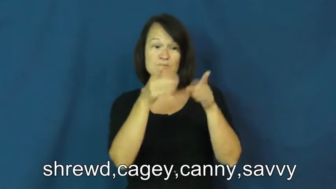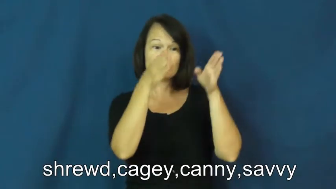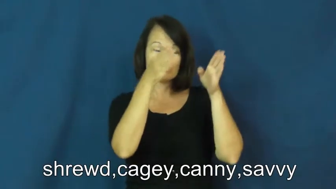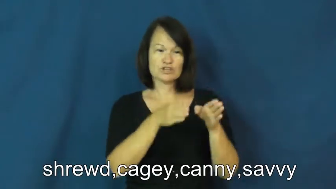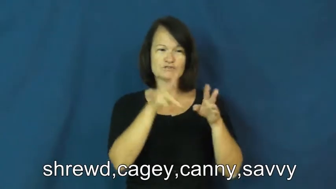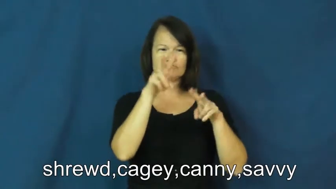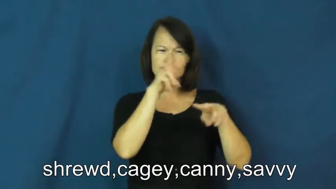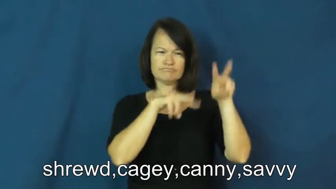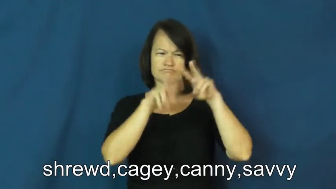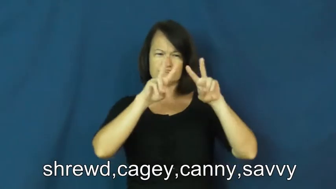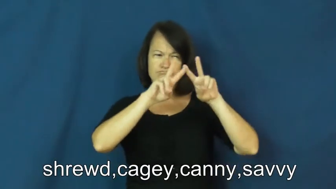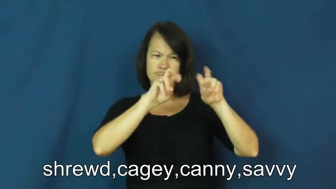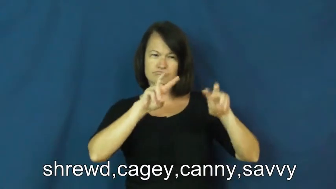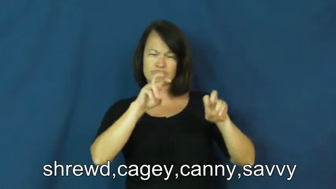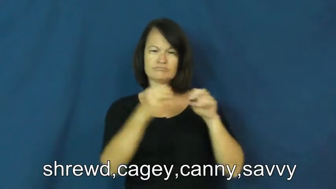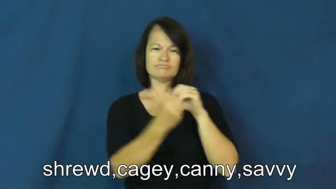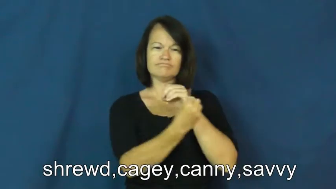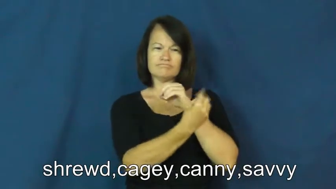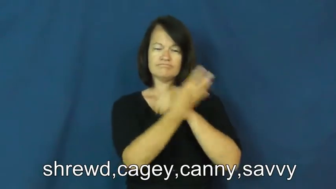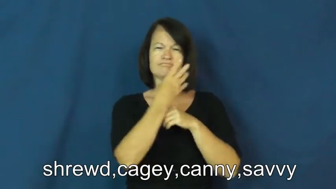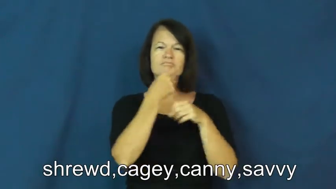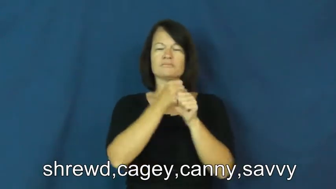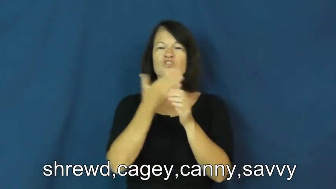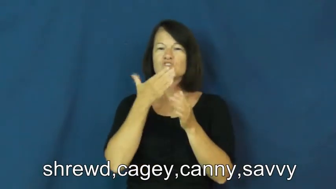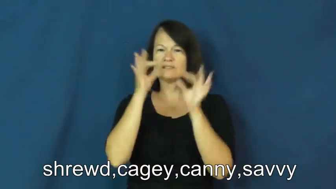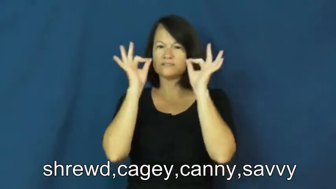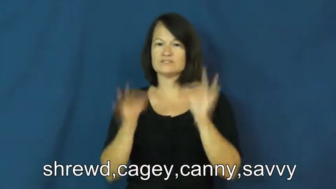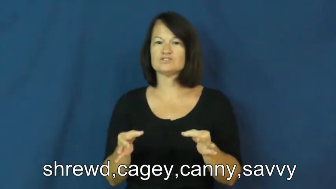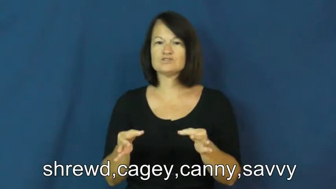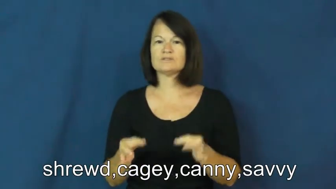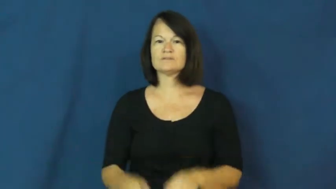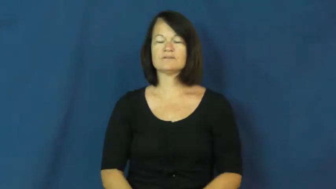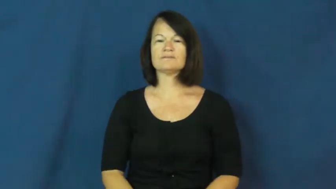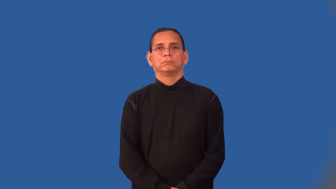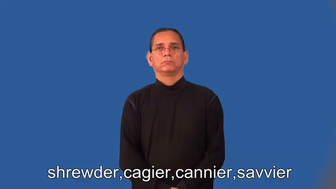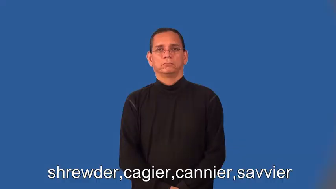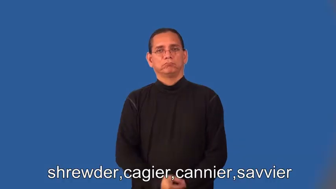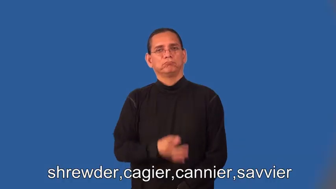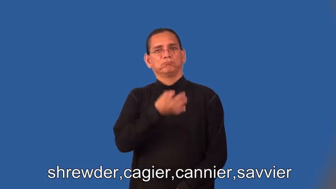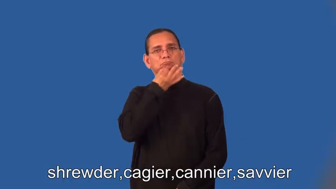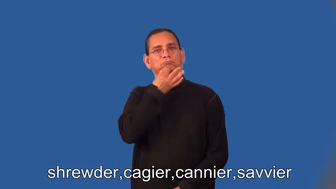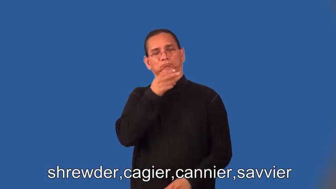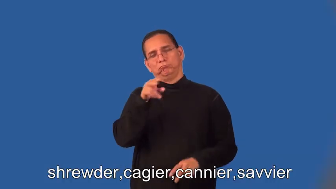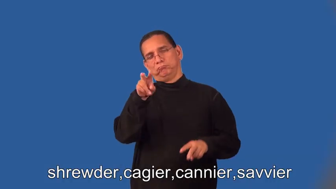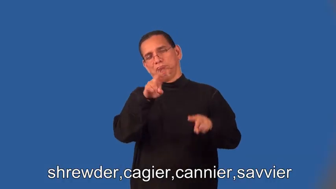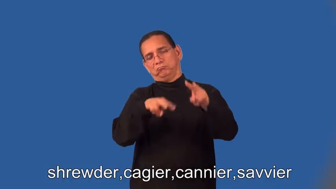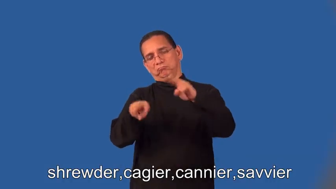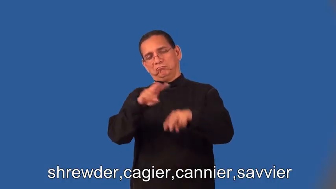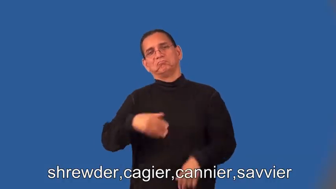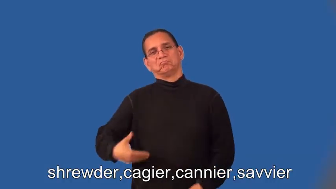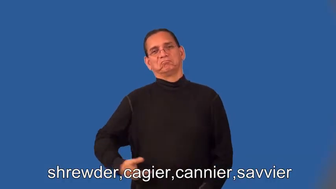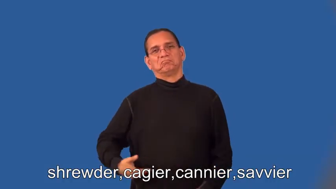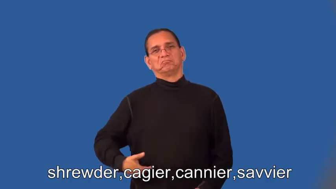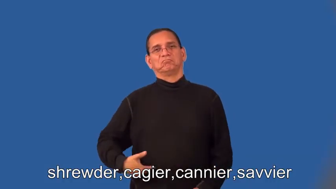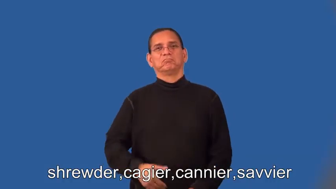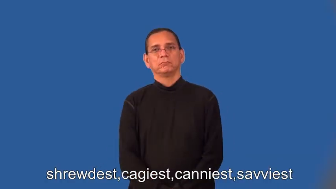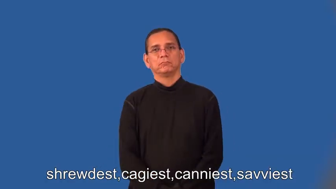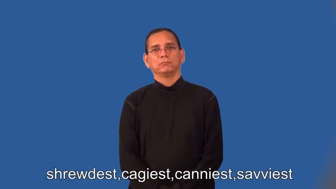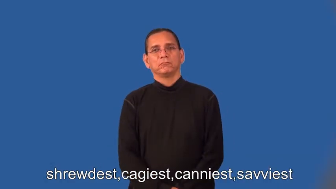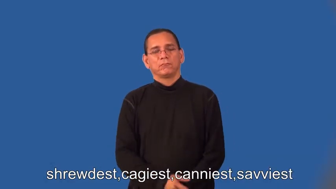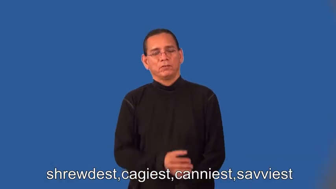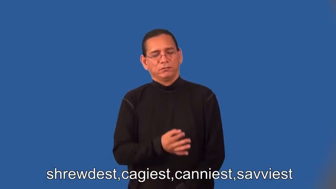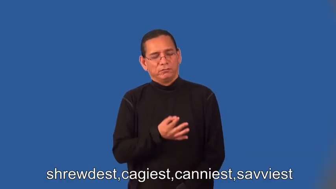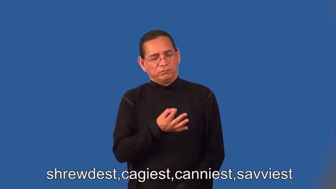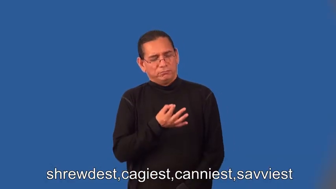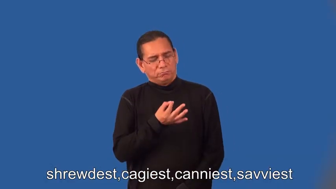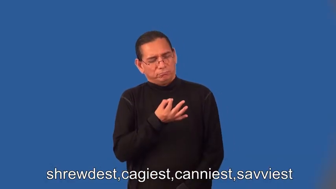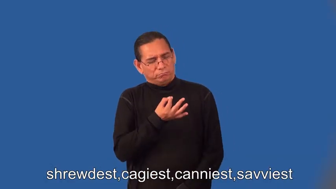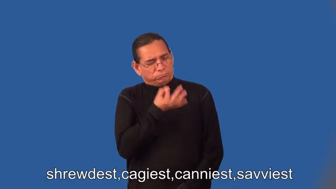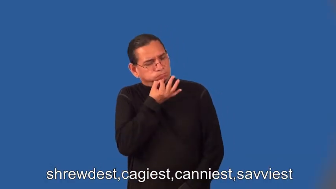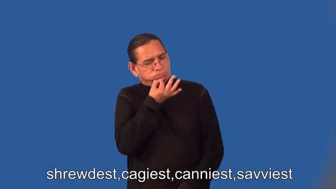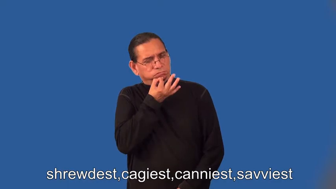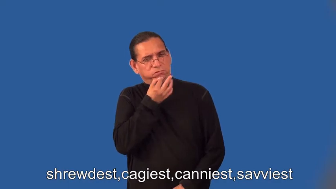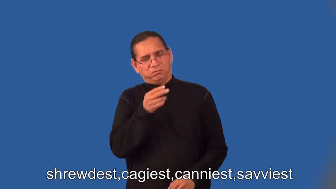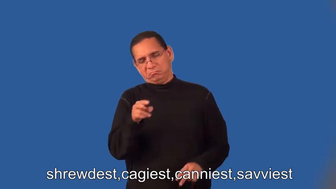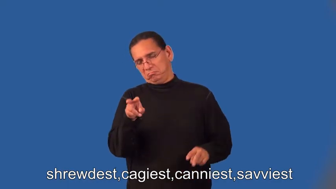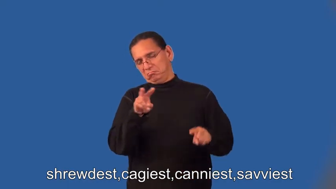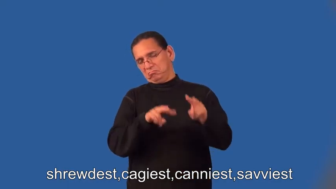shrewder,cagier,cannier,savvier,shrewdest,cagiest,canniest,savviest